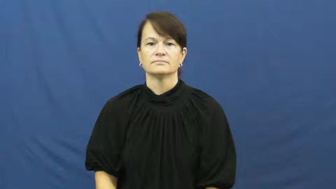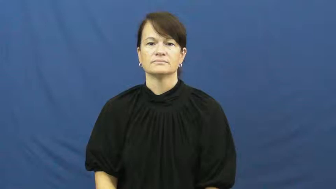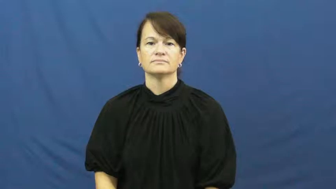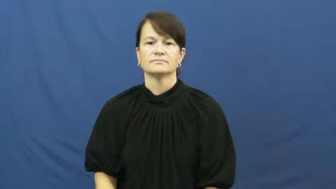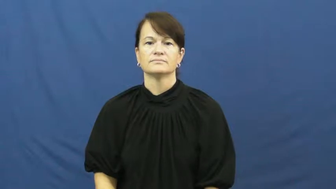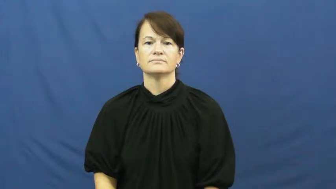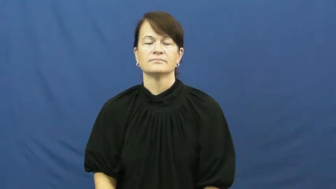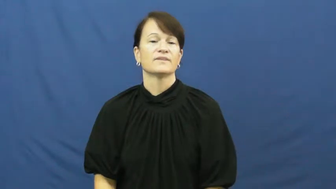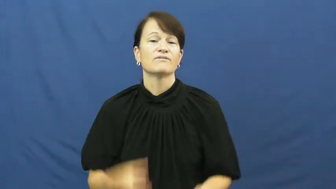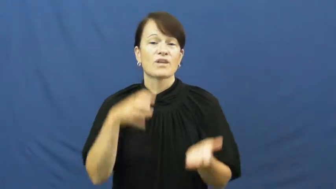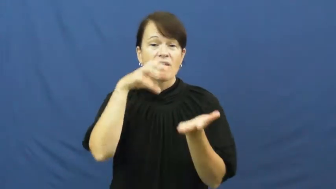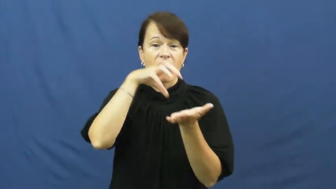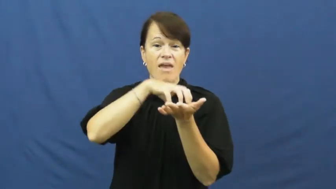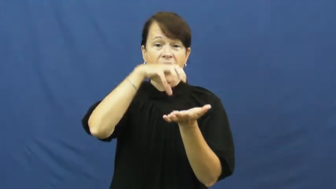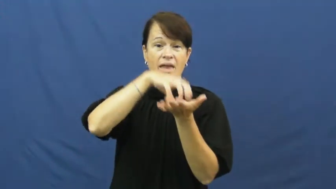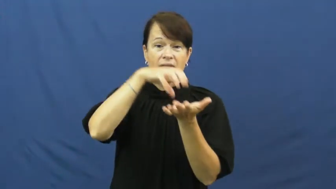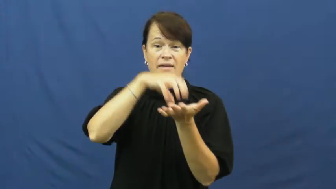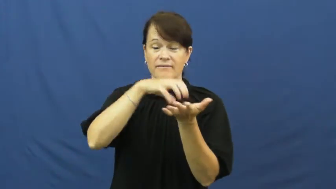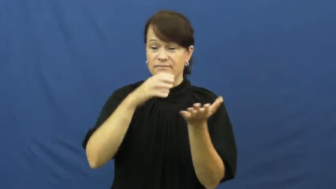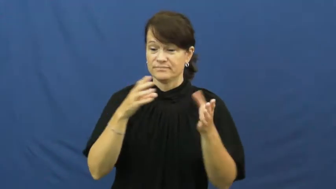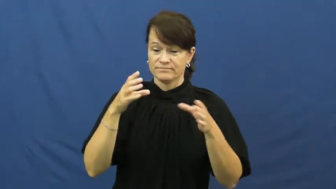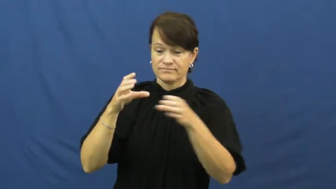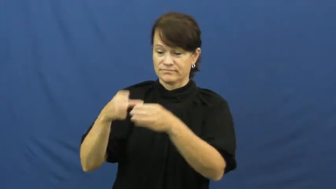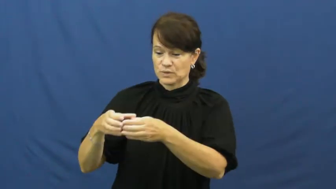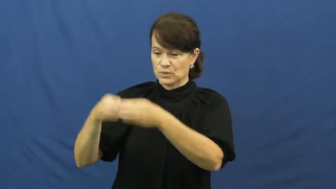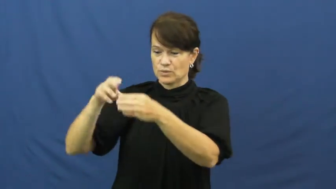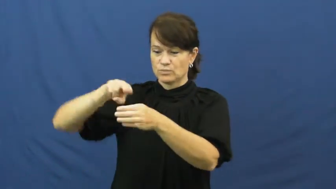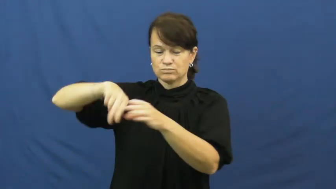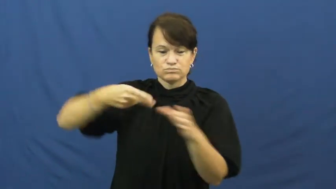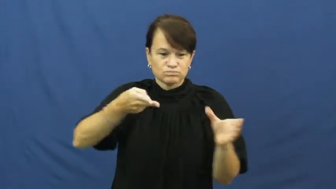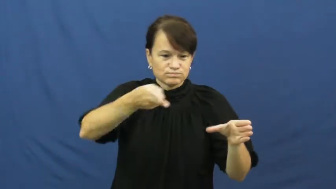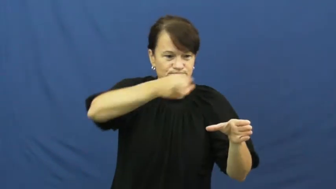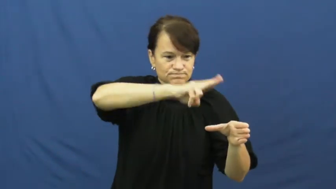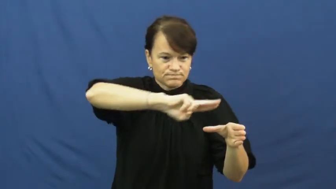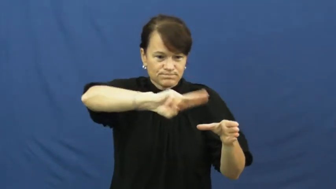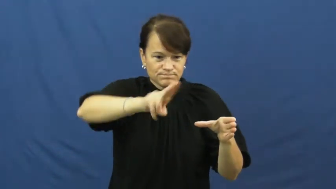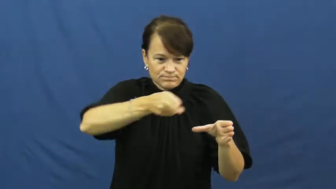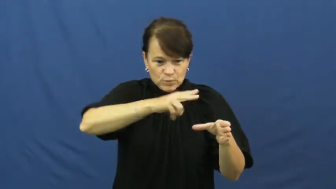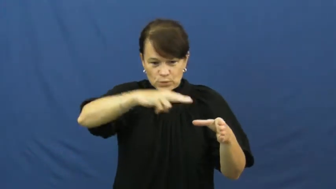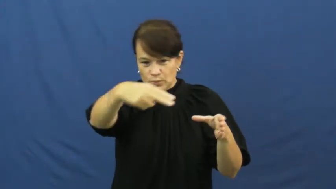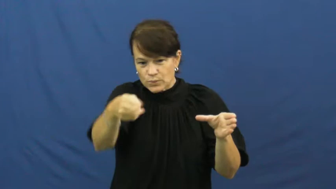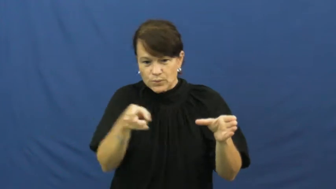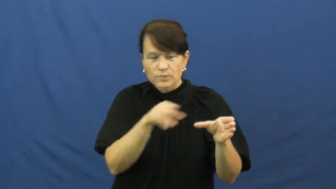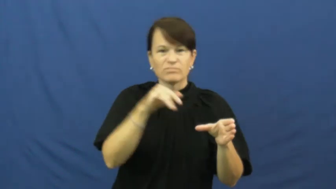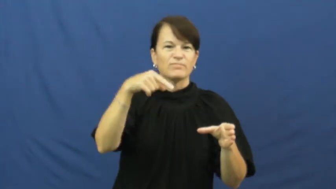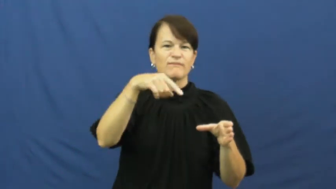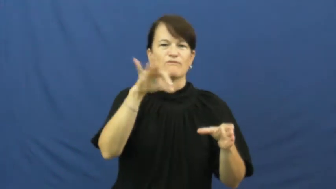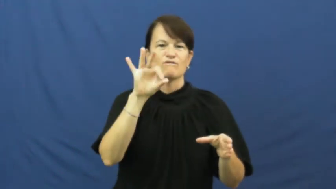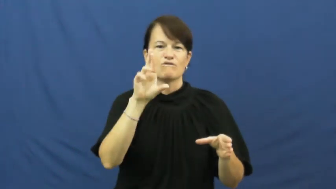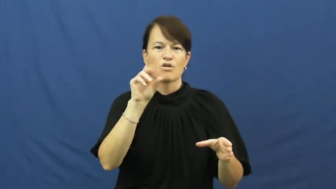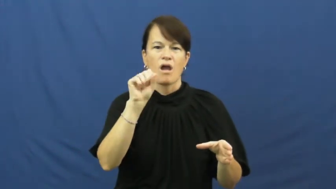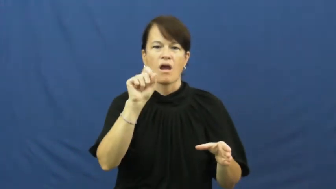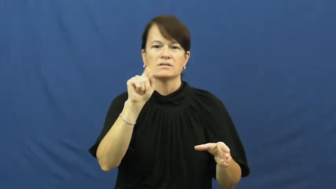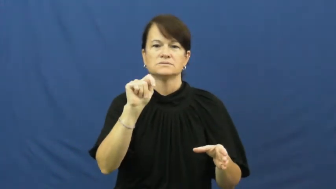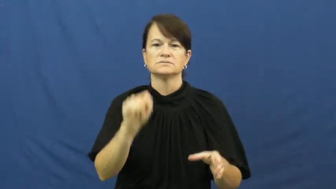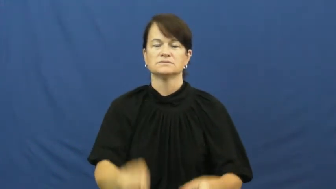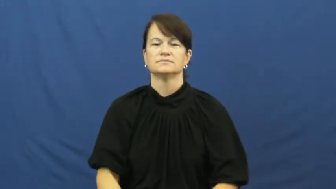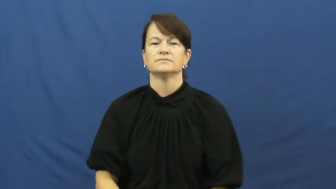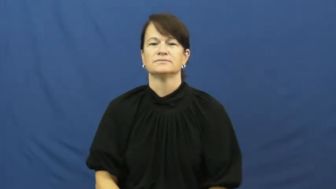frost,ice-cake